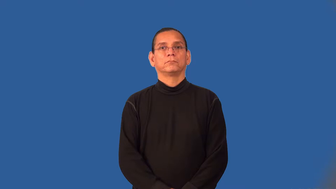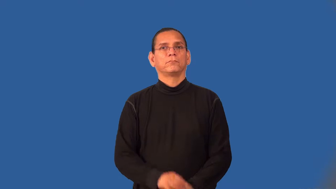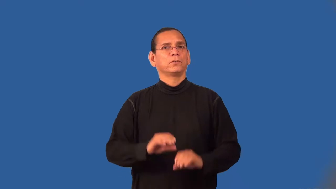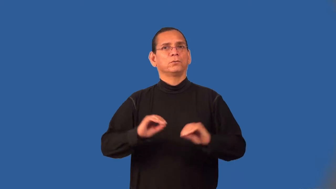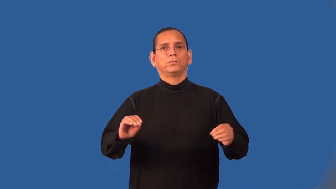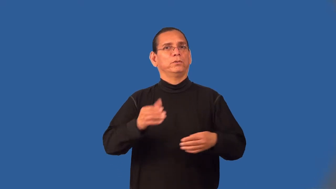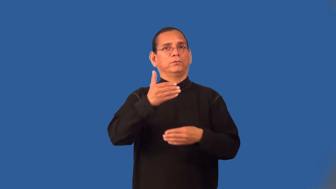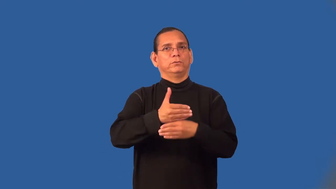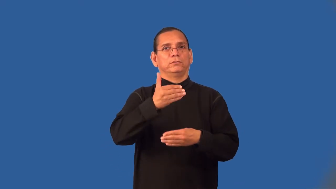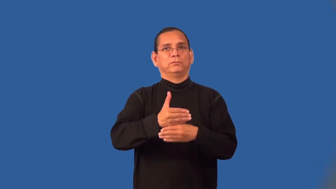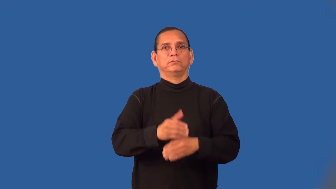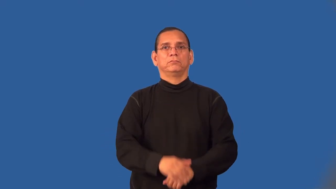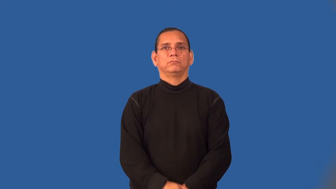windowless